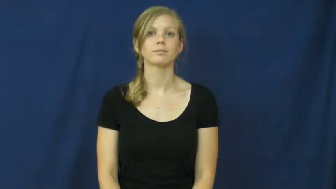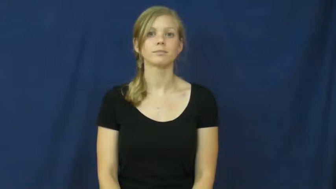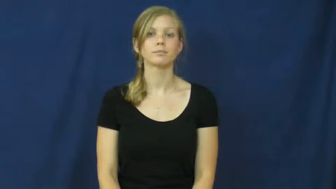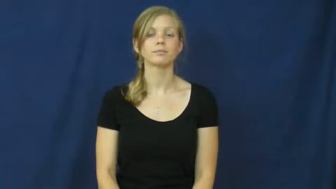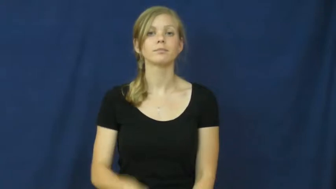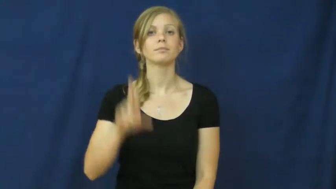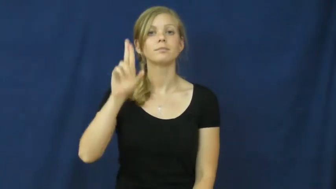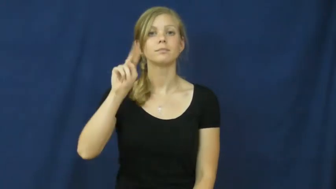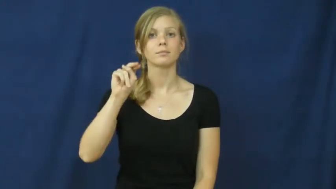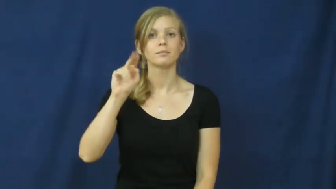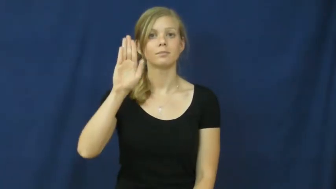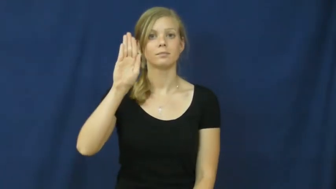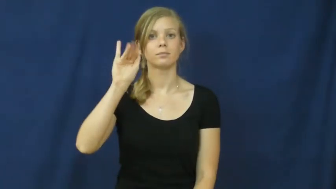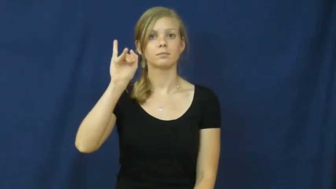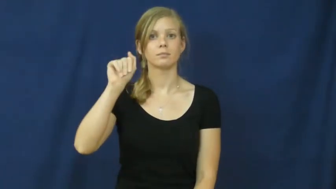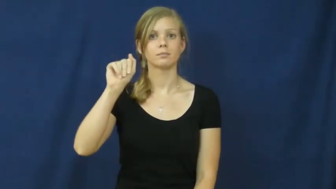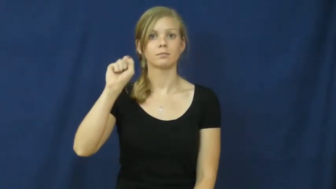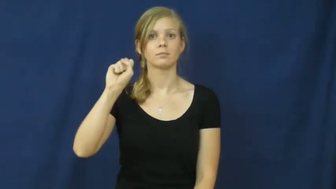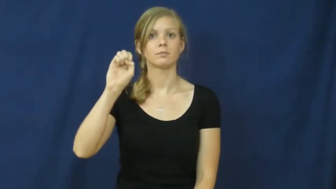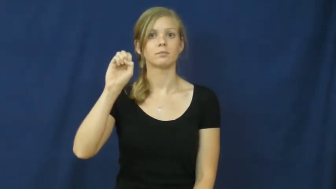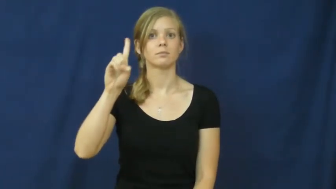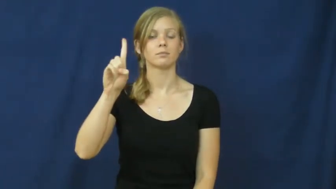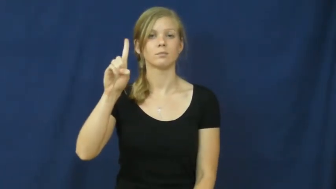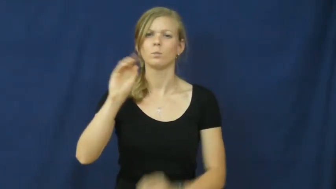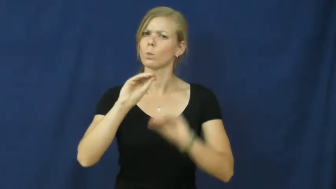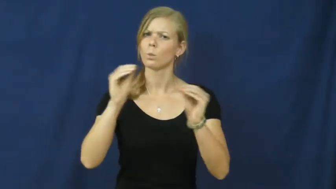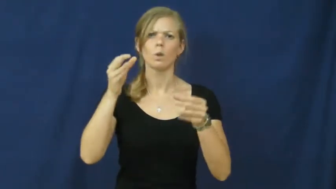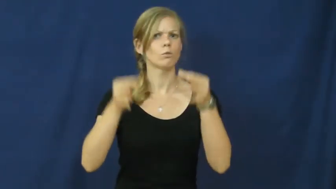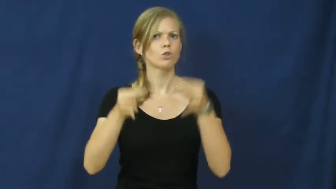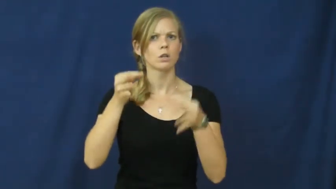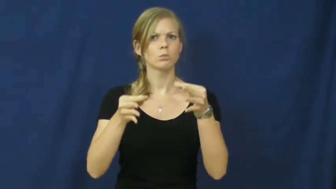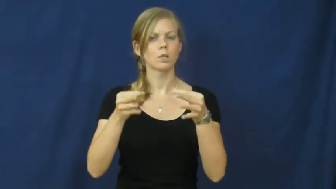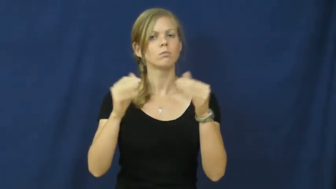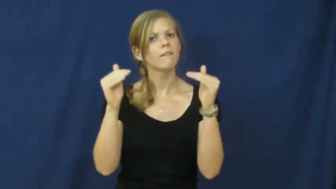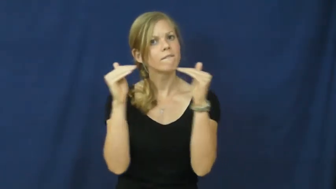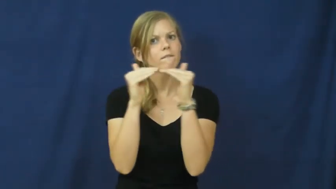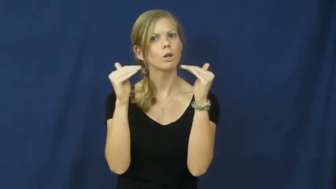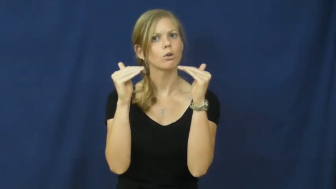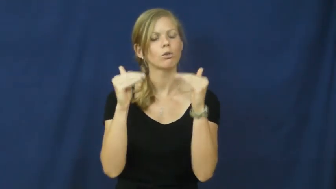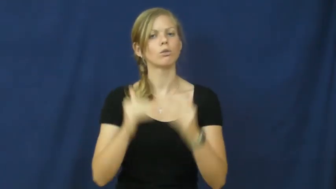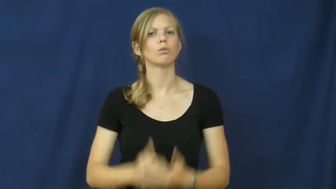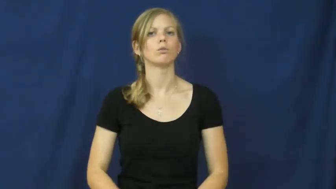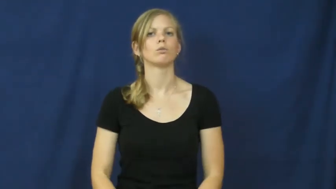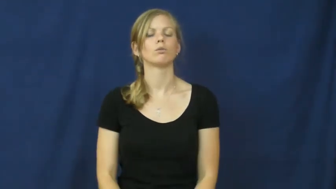unbiased